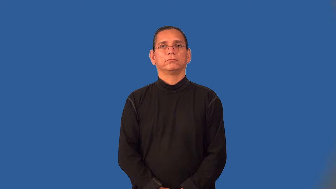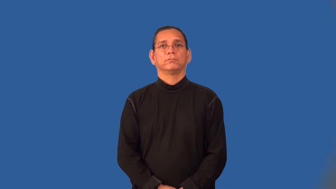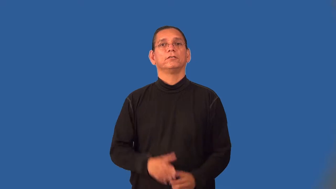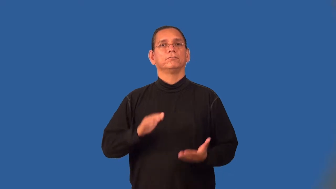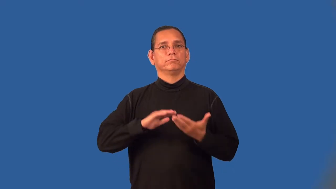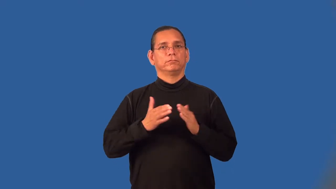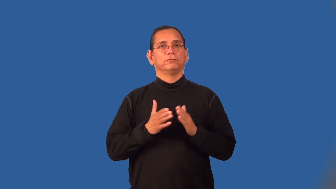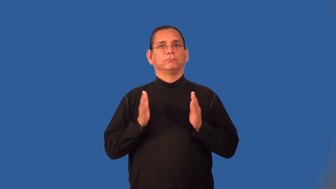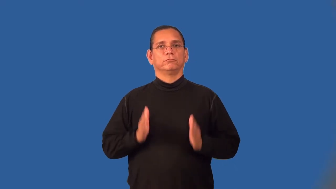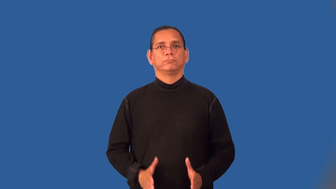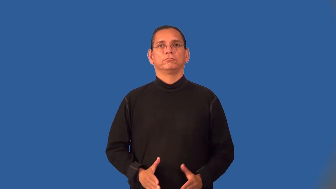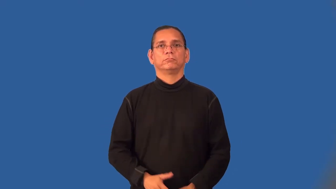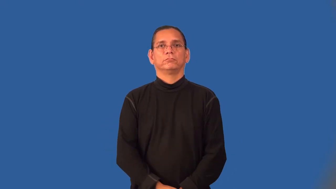villager